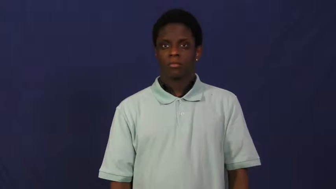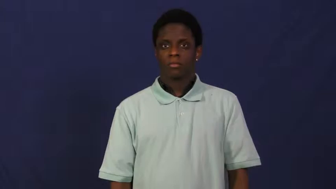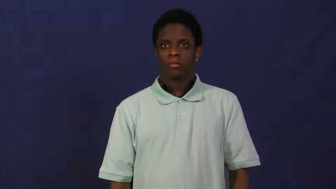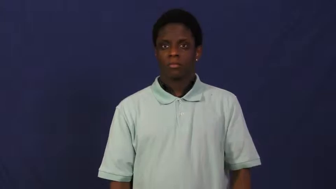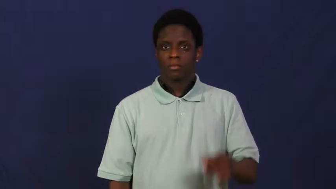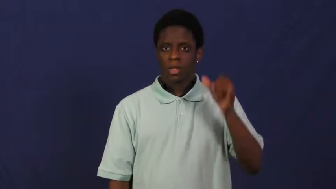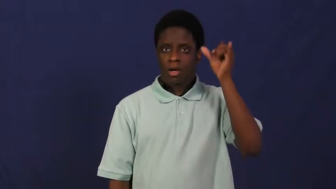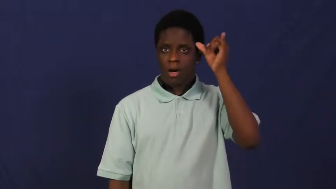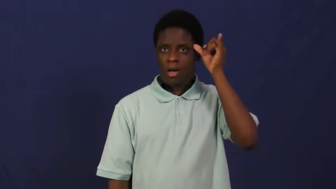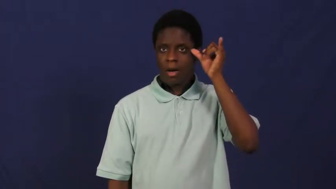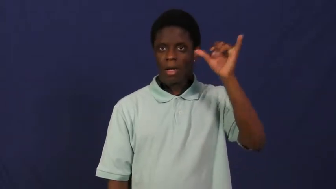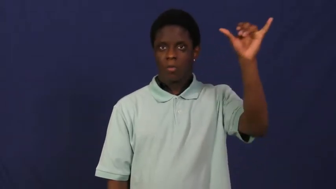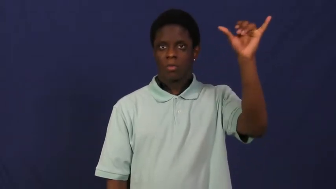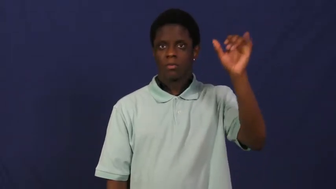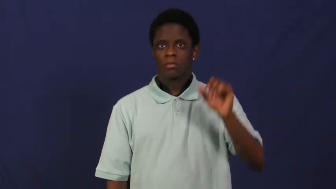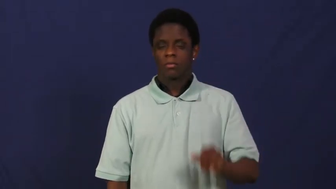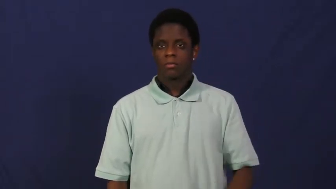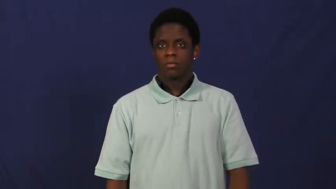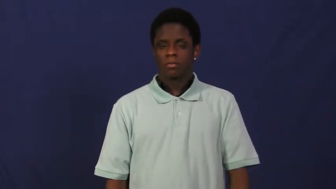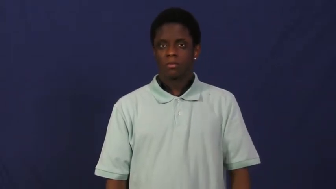dutch